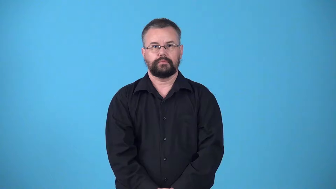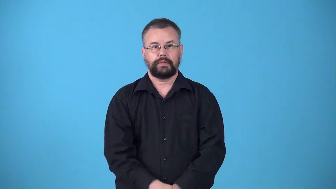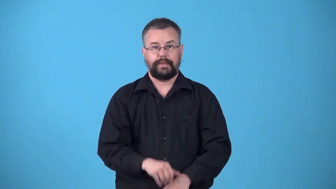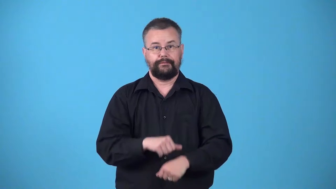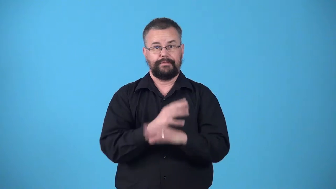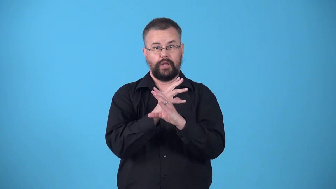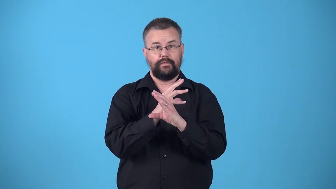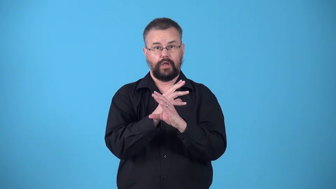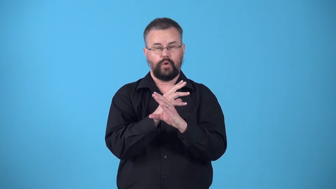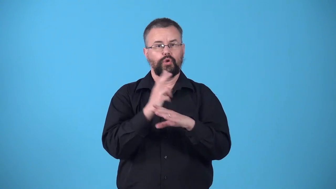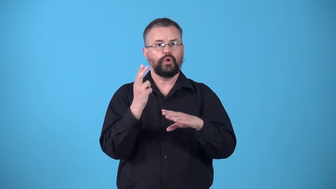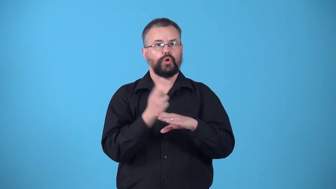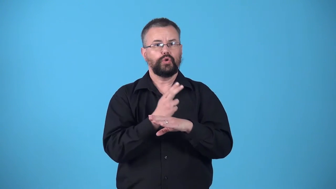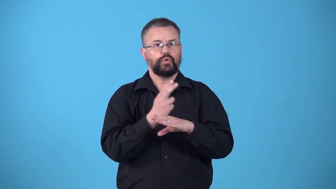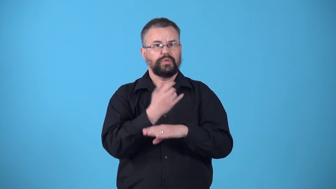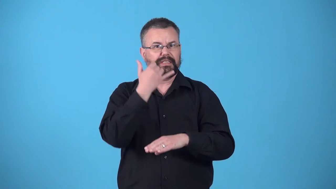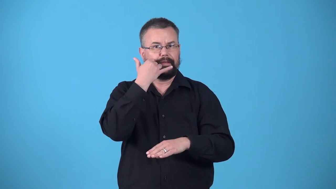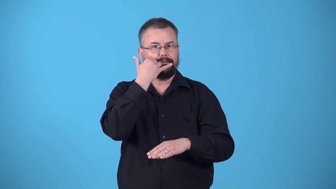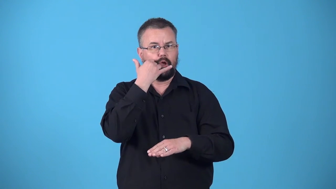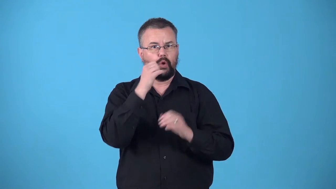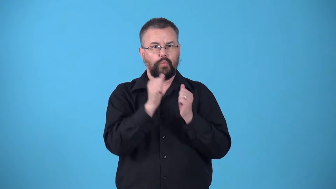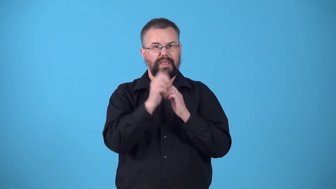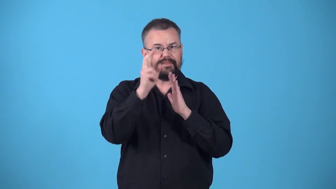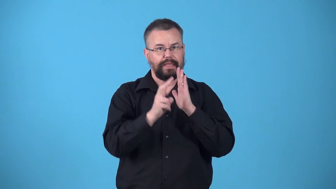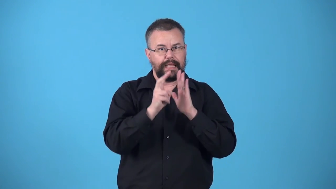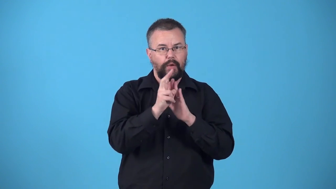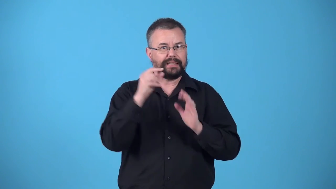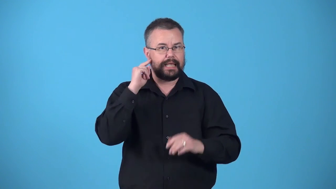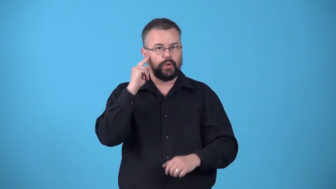videophone